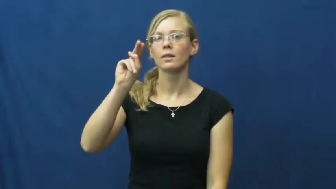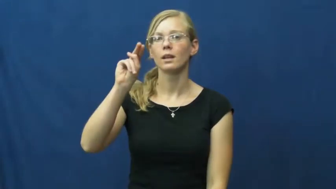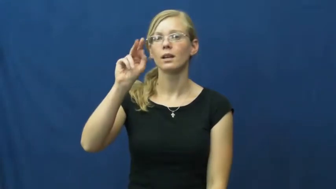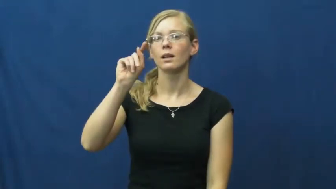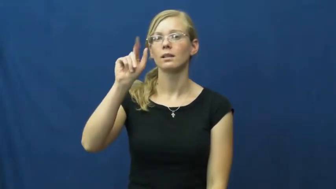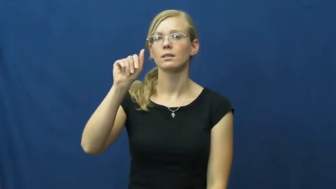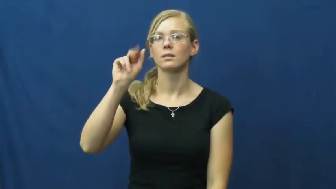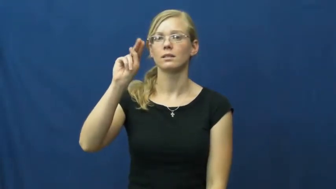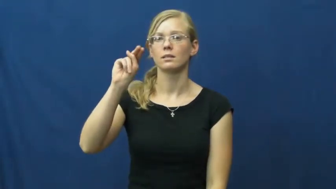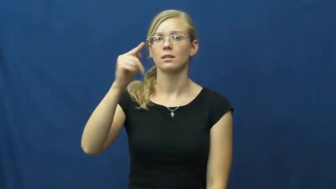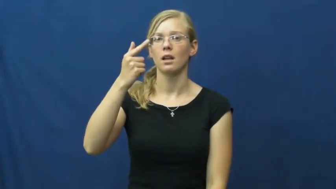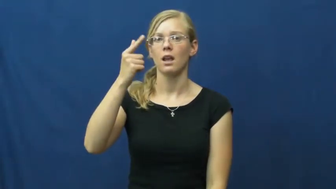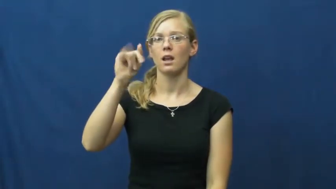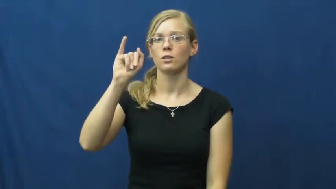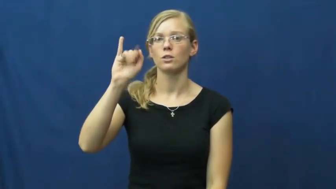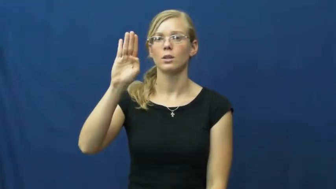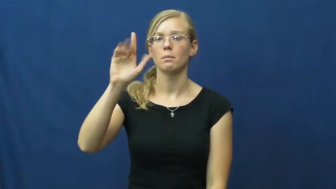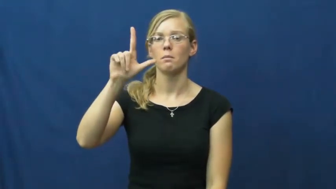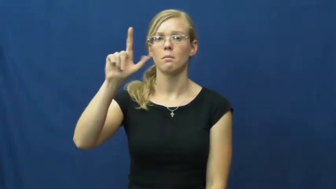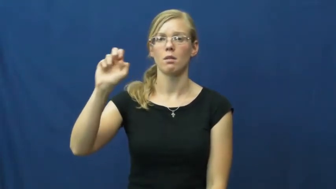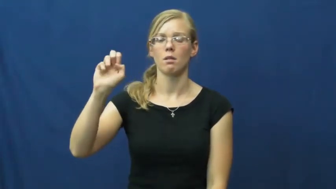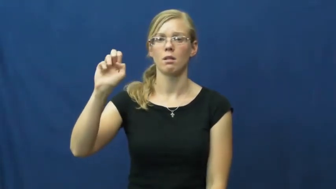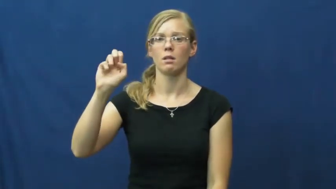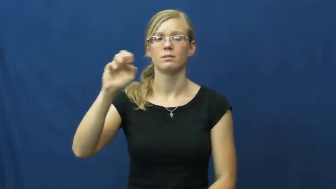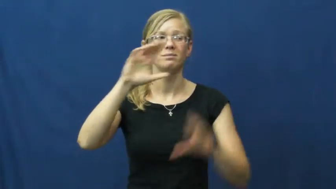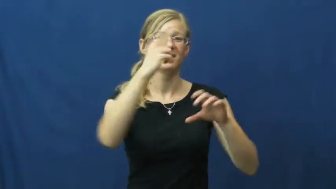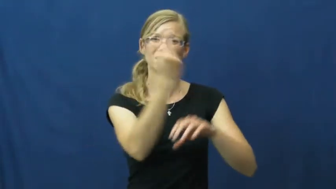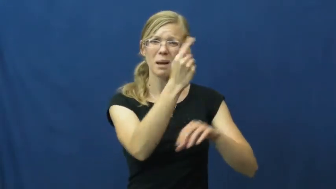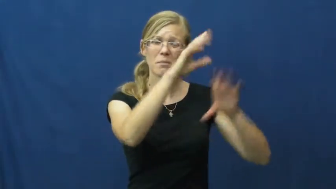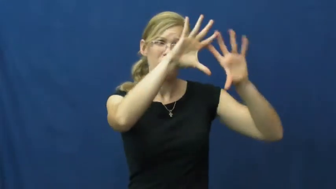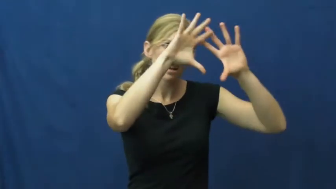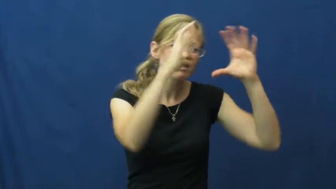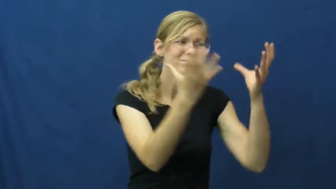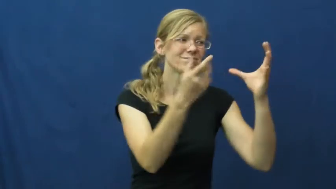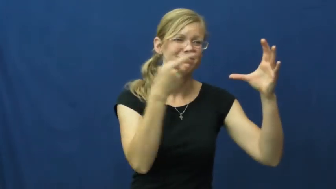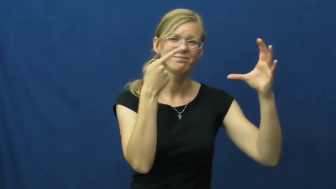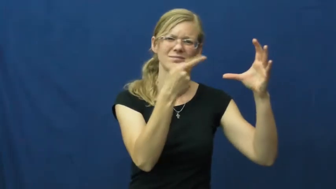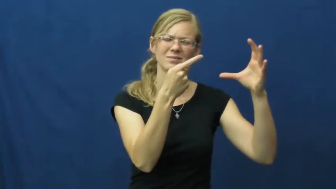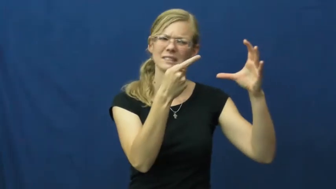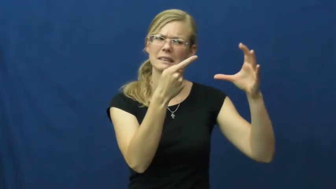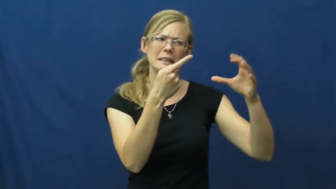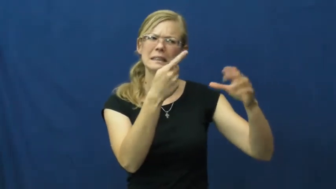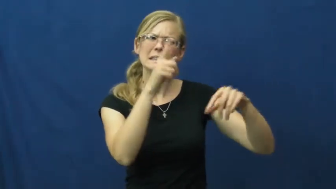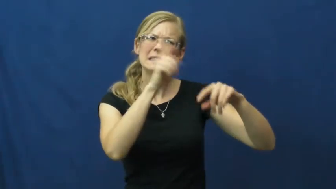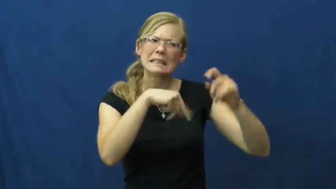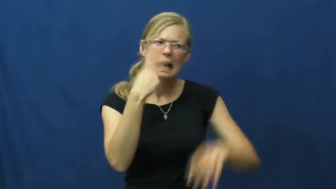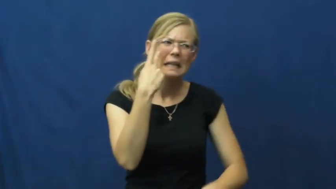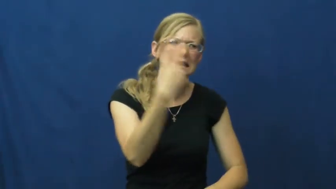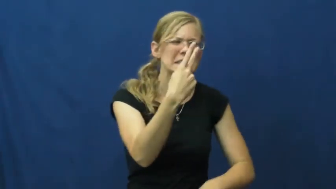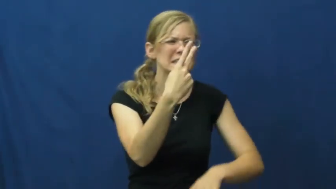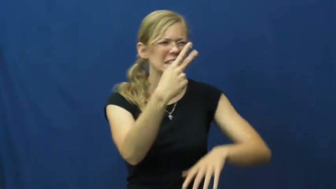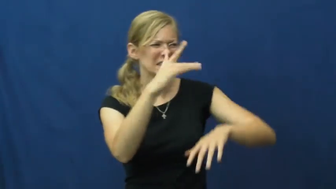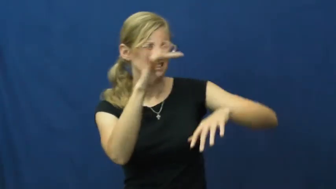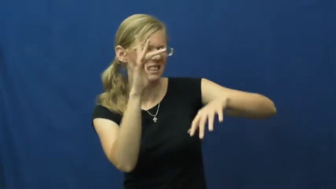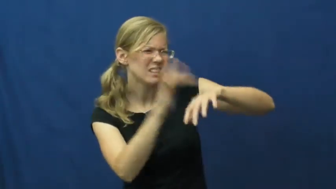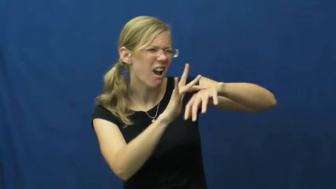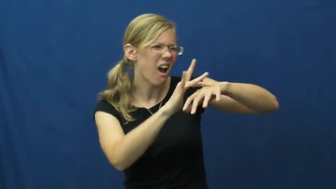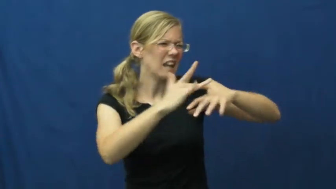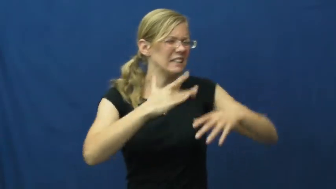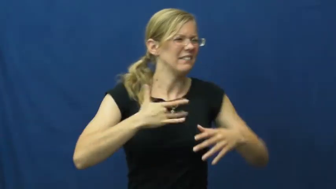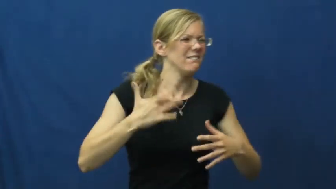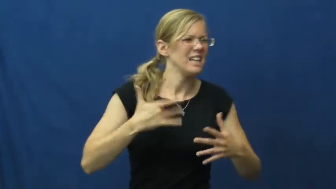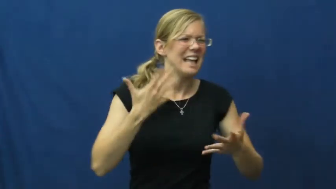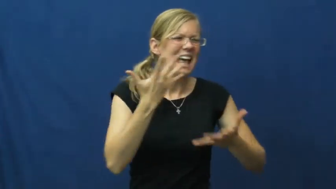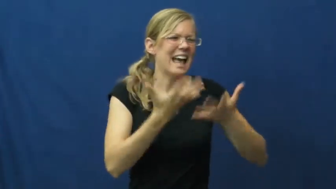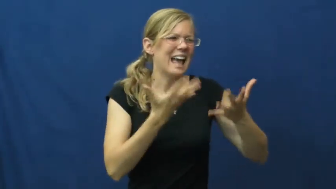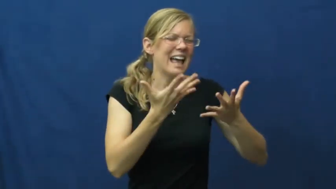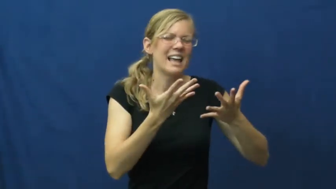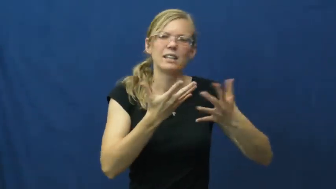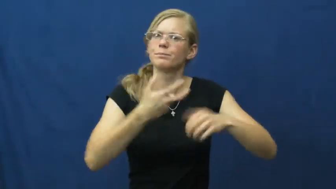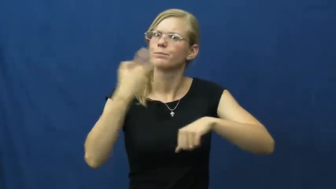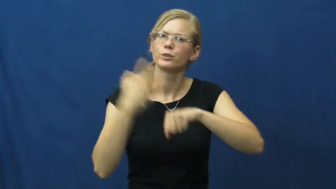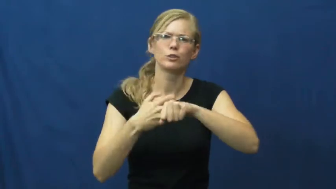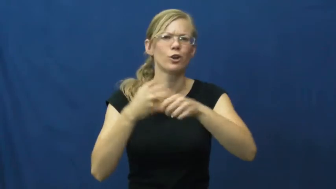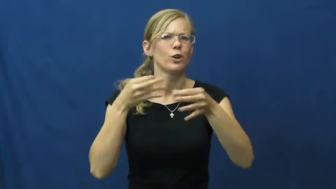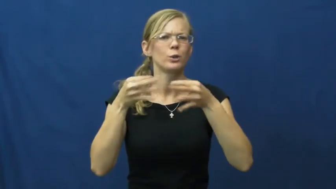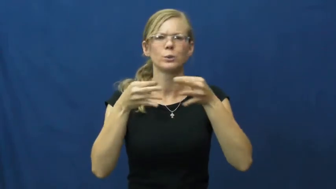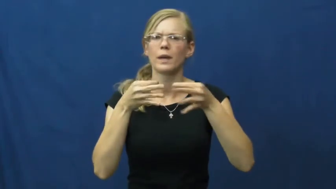intangible